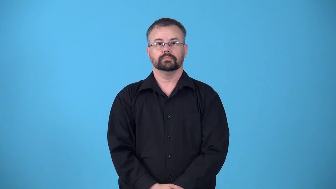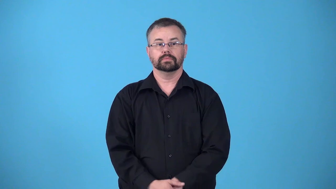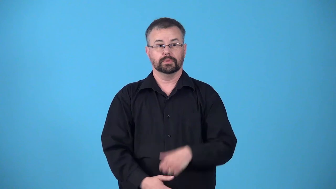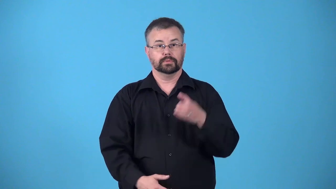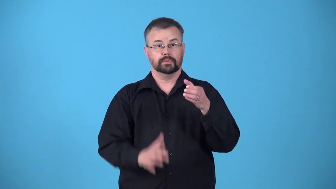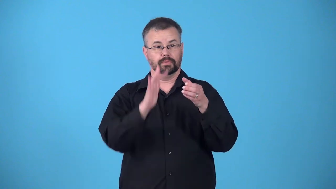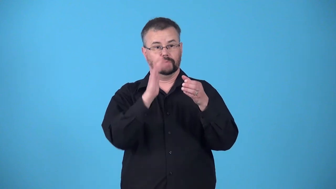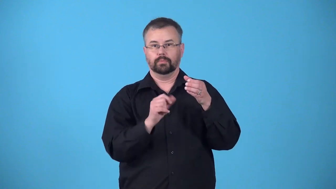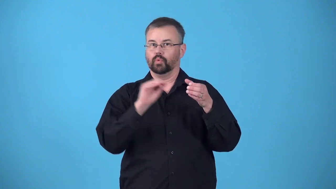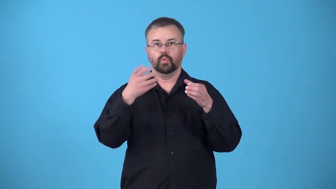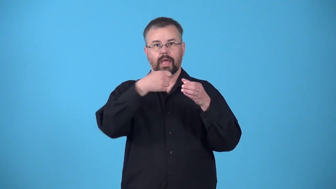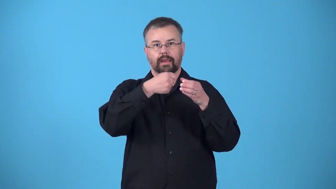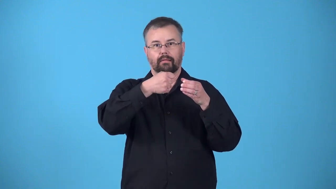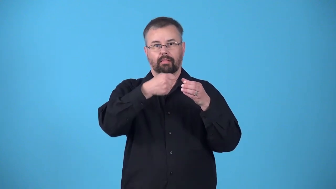handleless